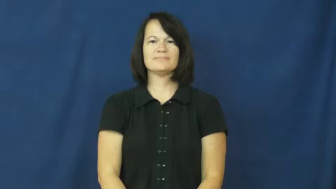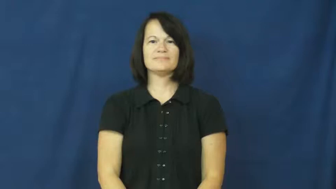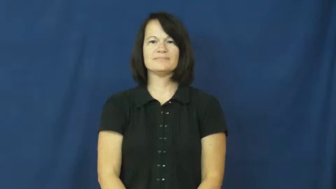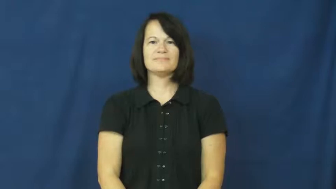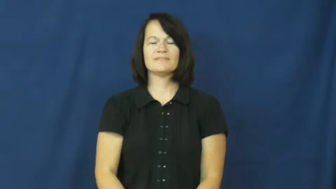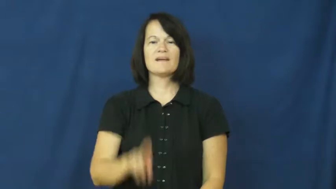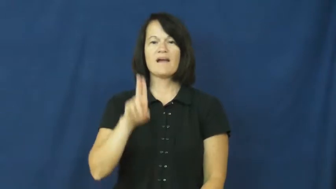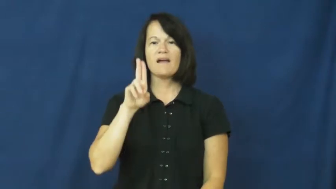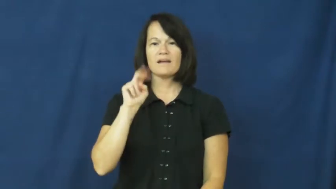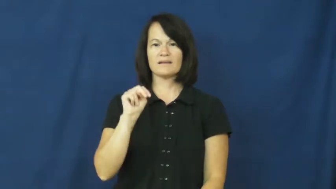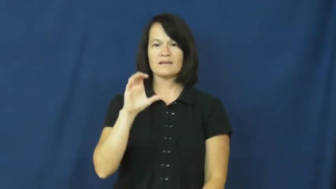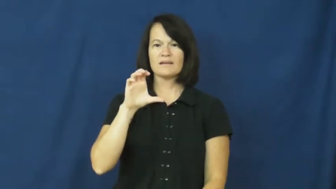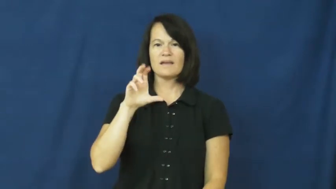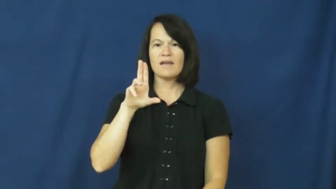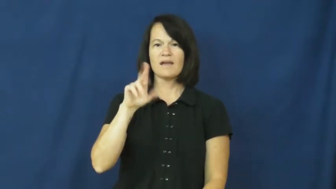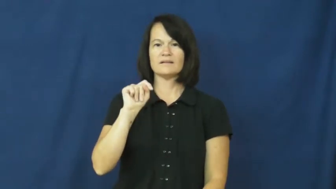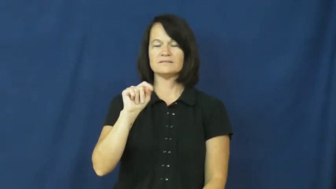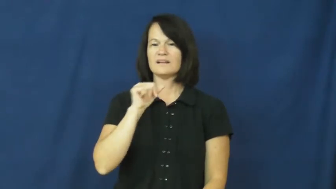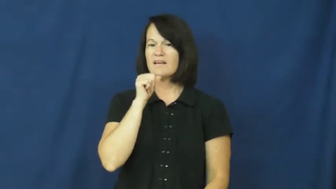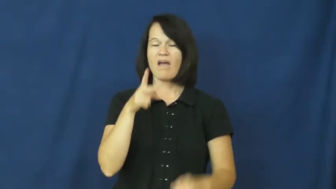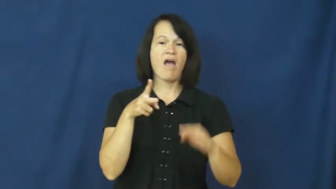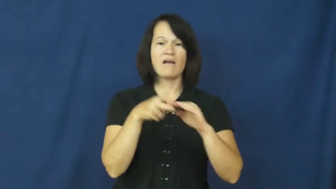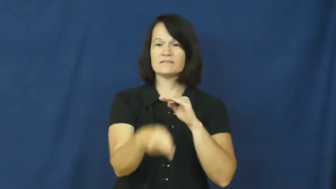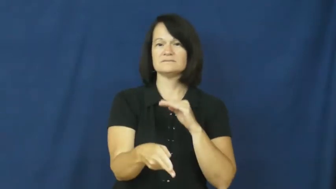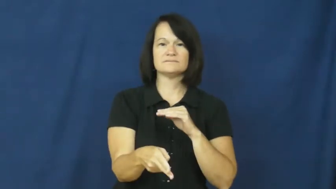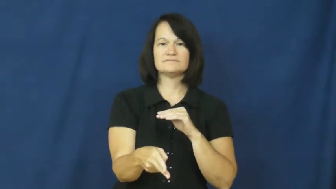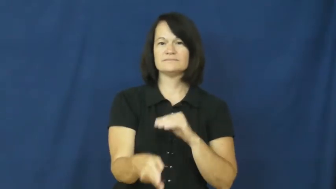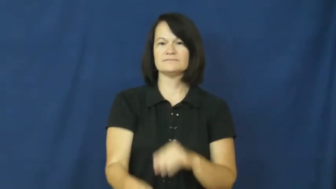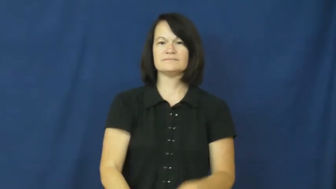uncut-not cut